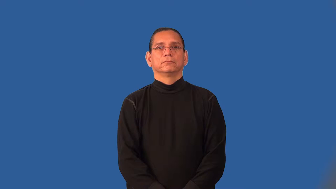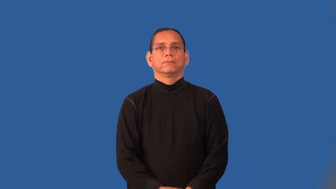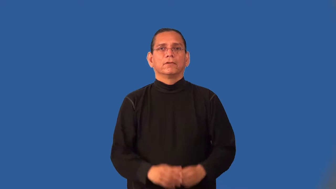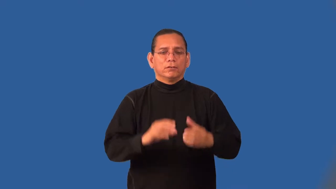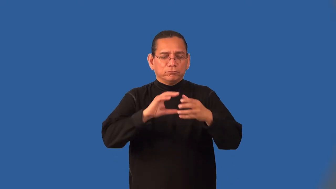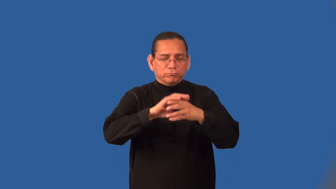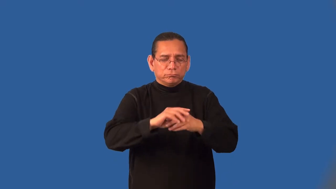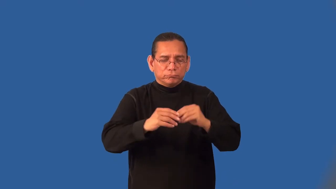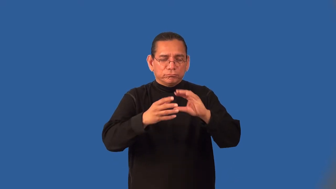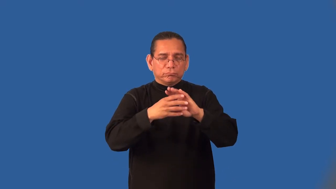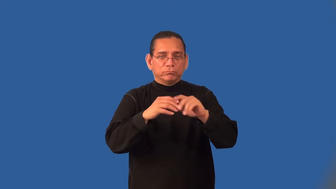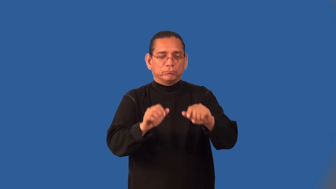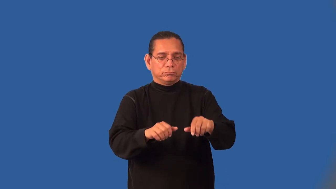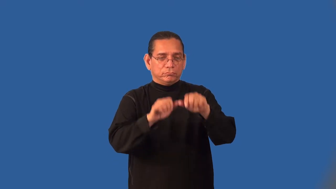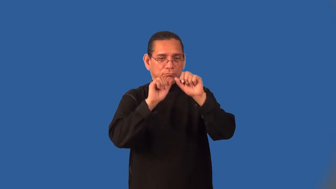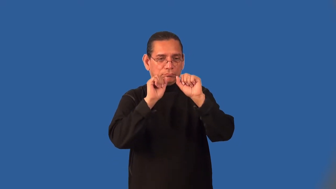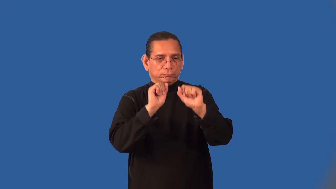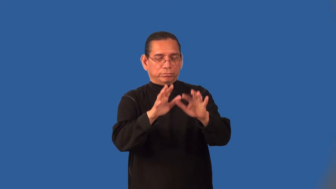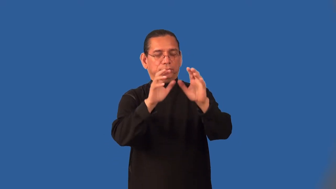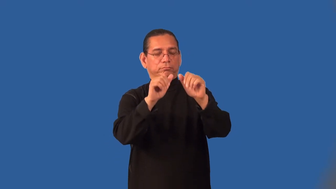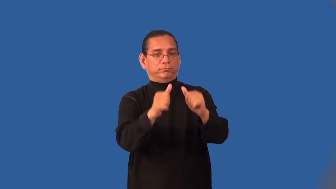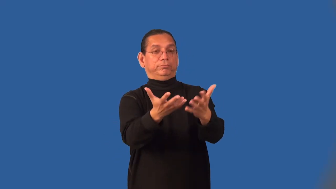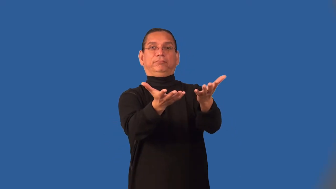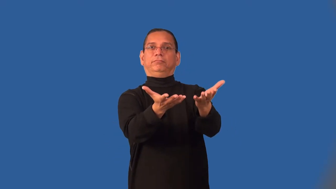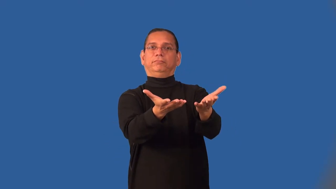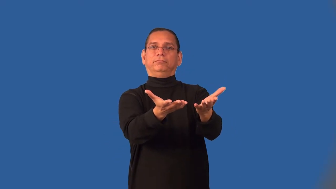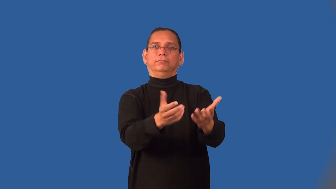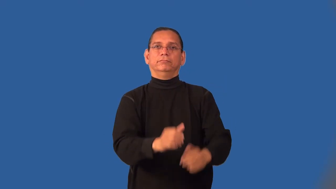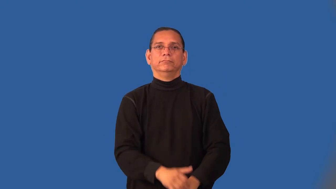incantation